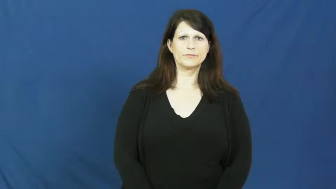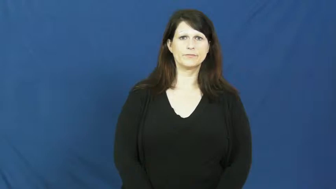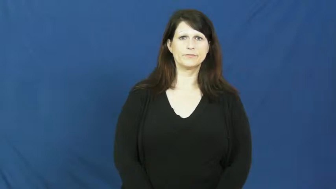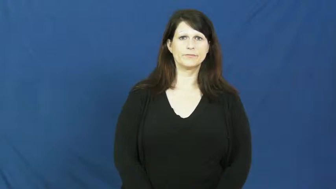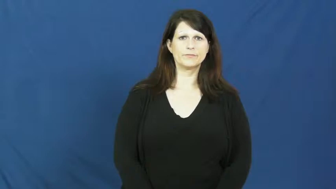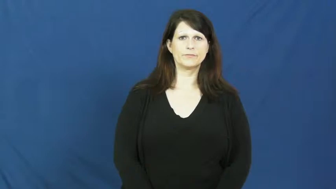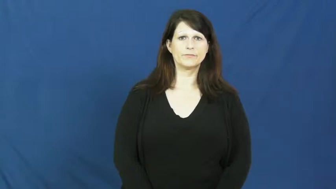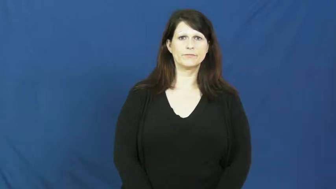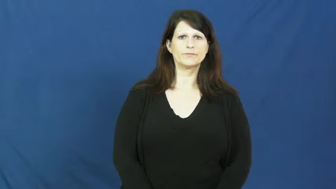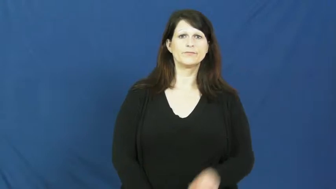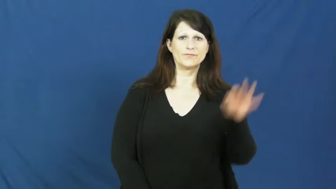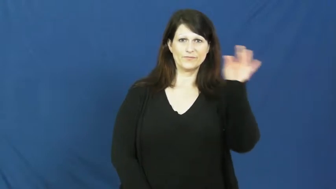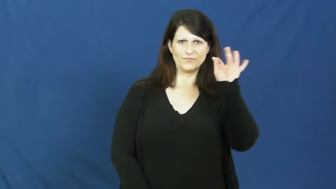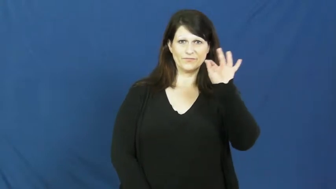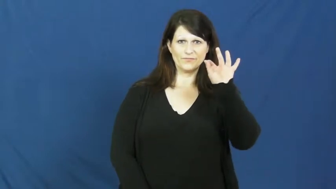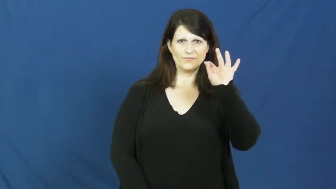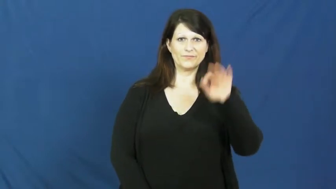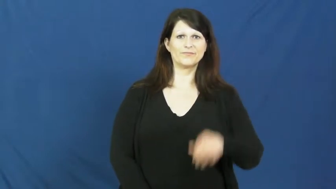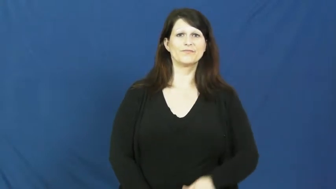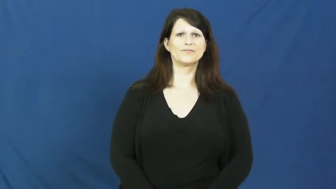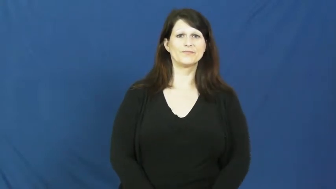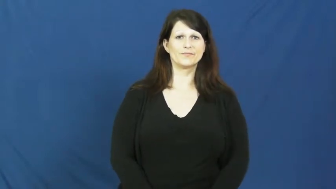furniture